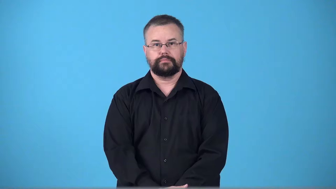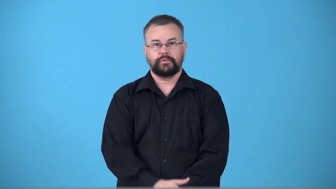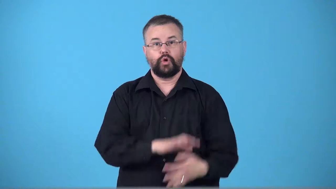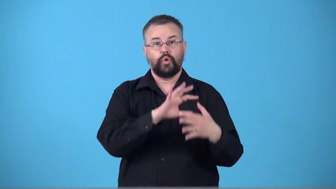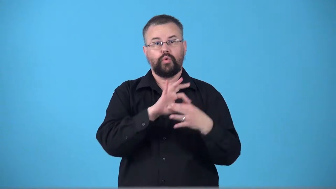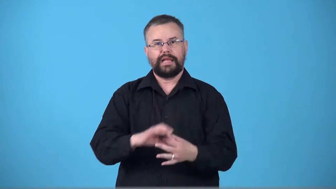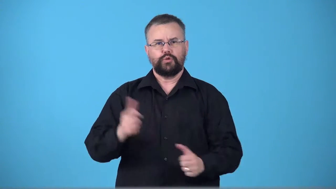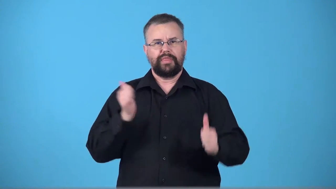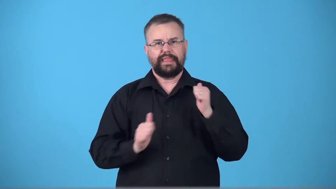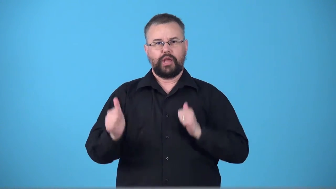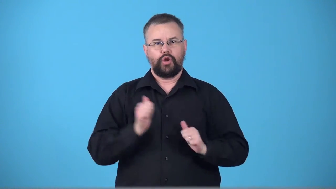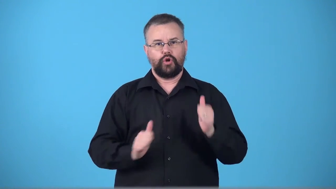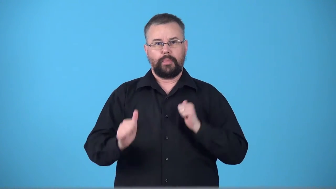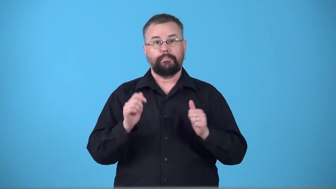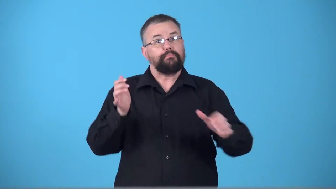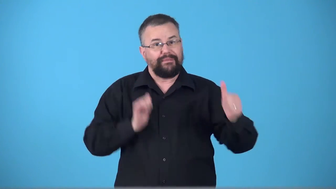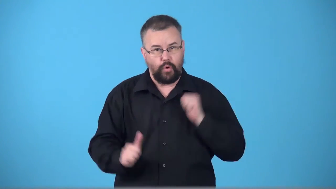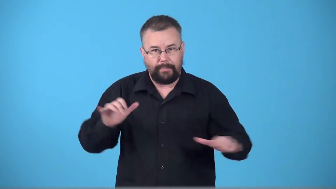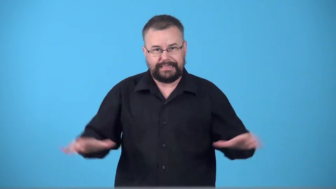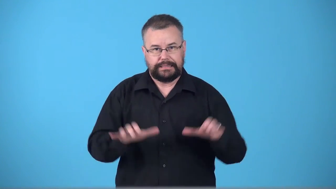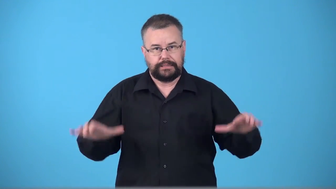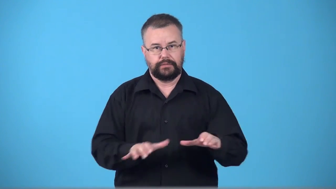theatricality